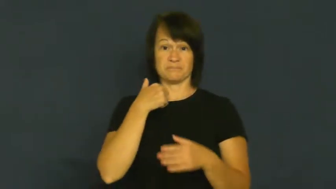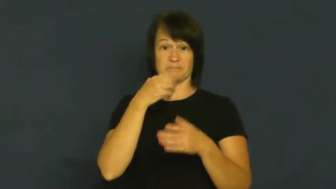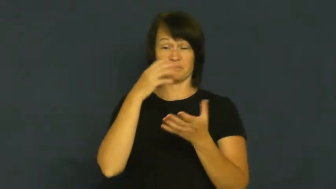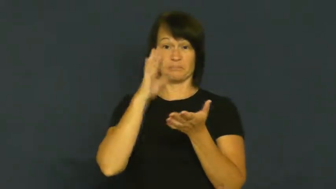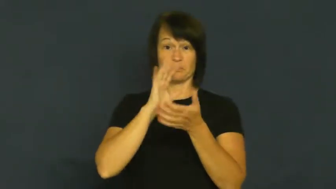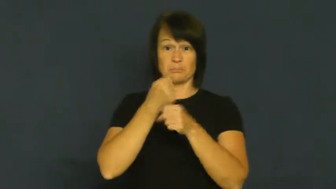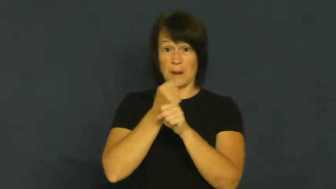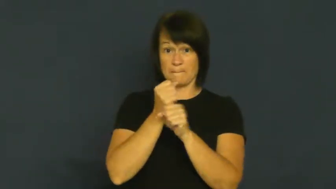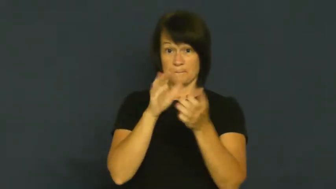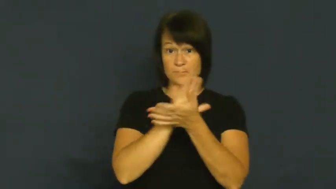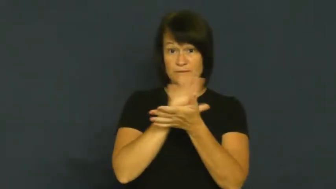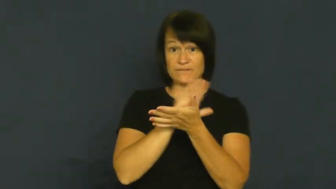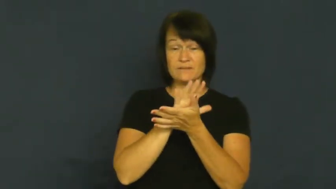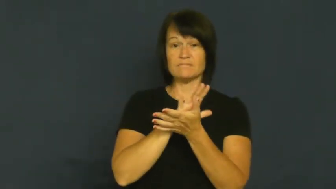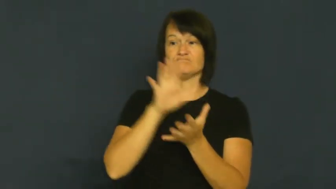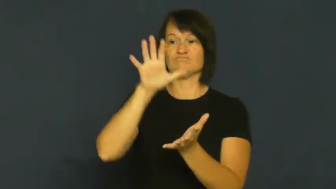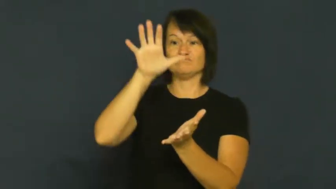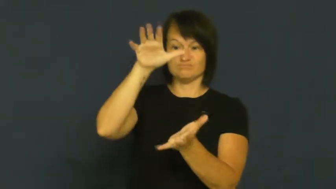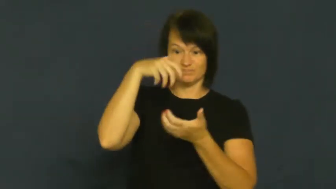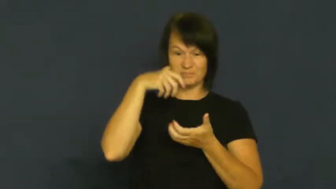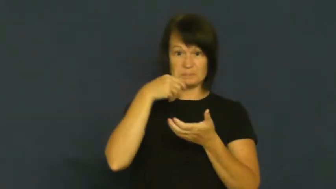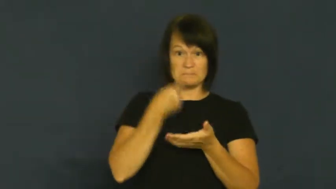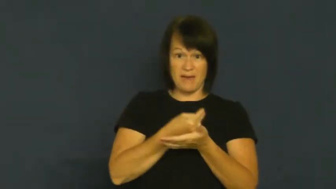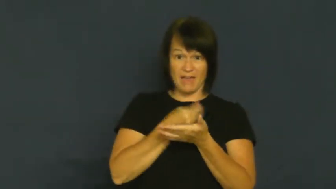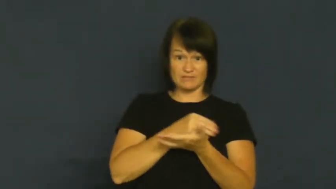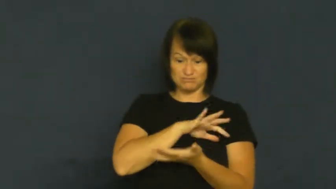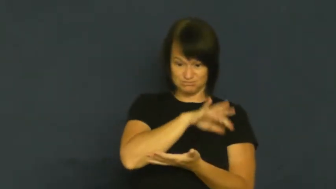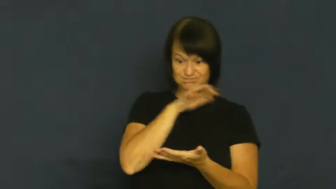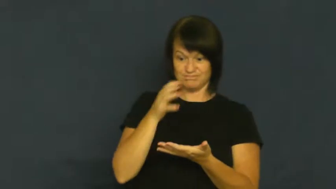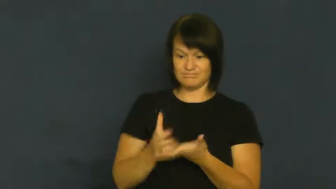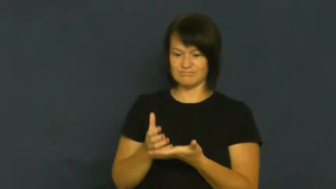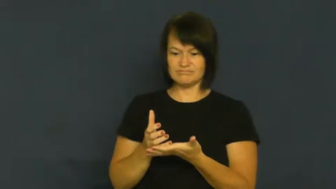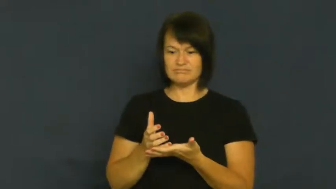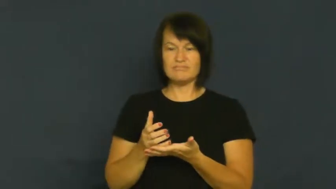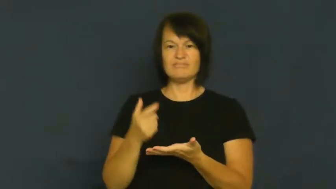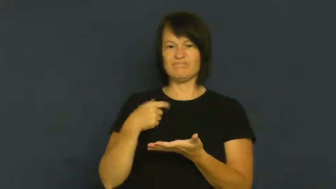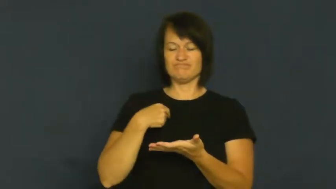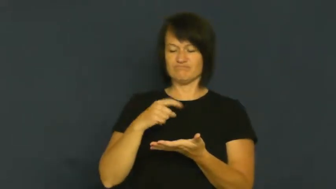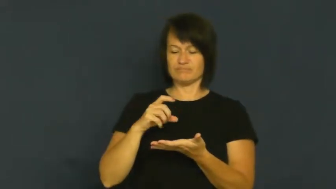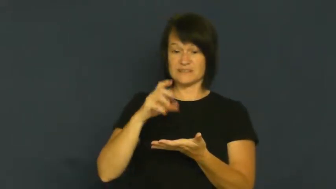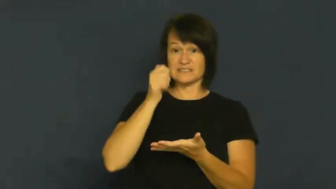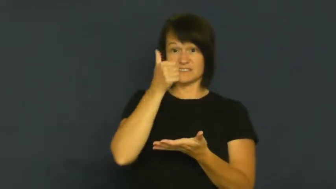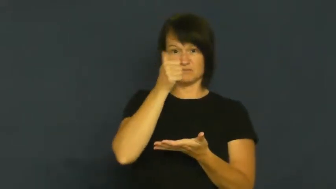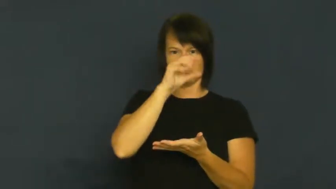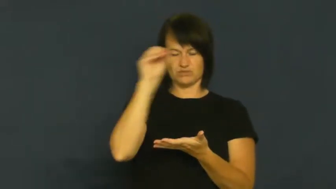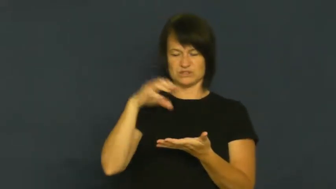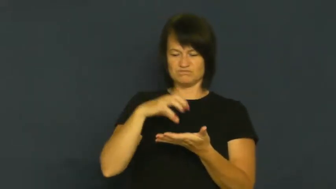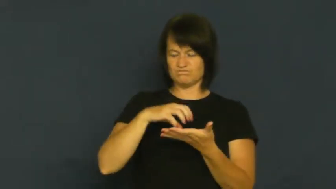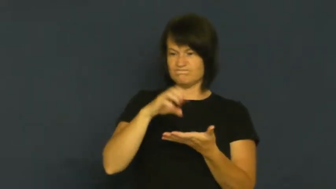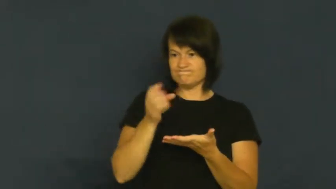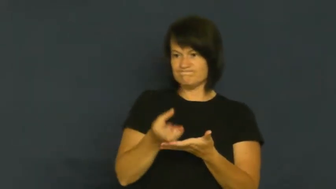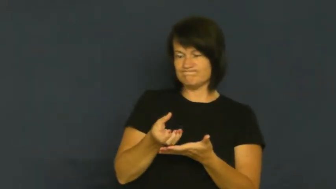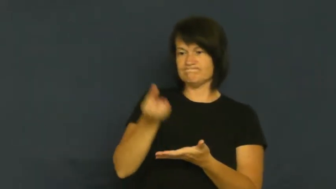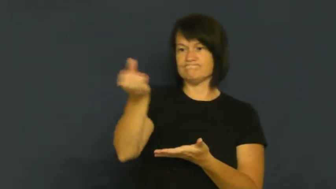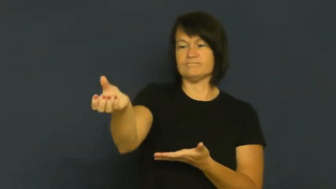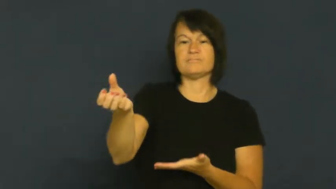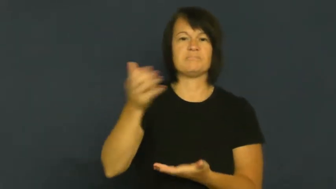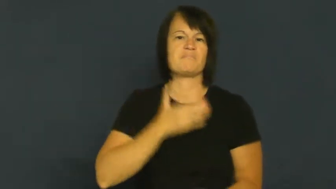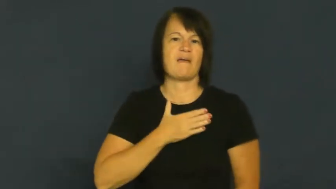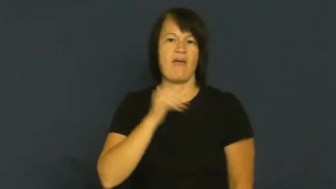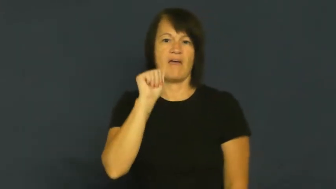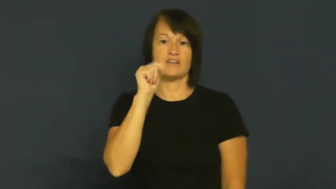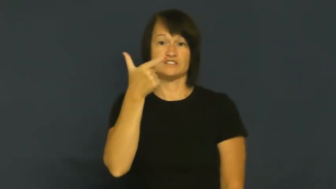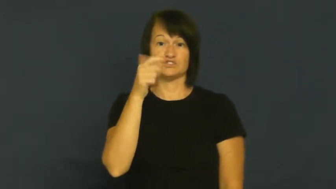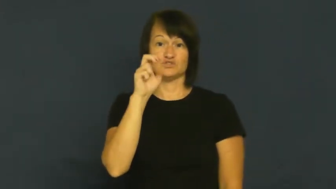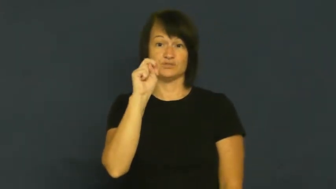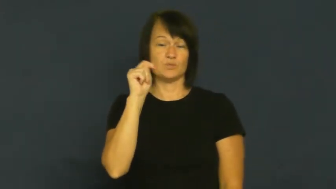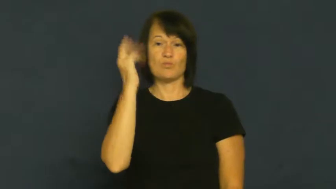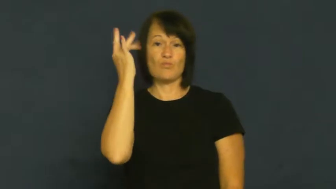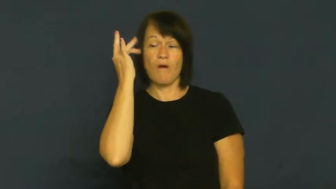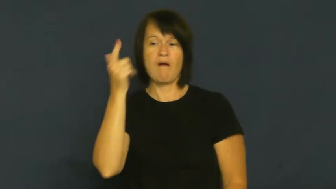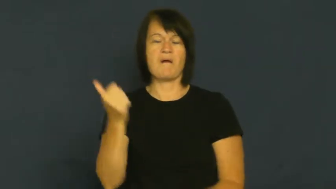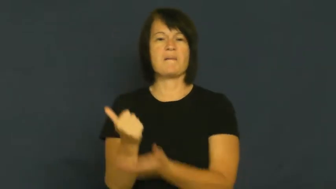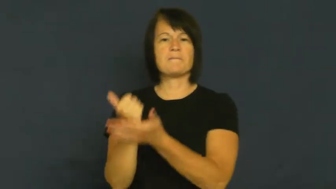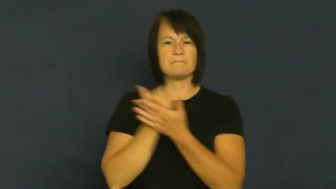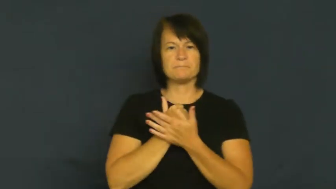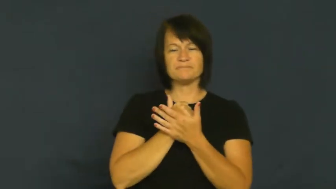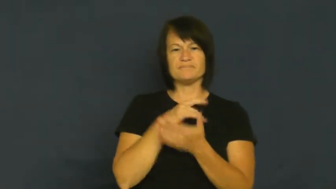cut,split,take-share